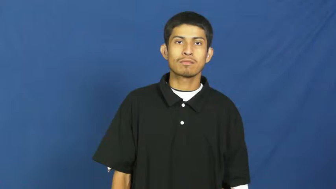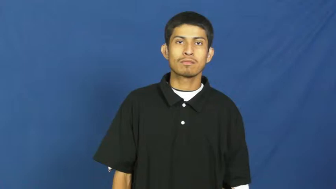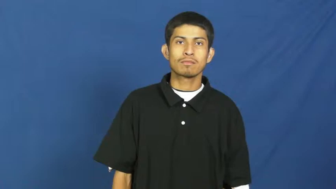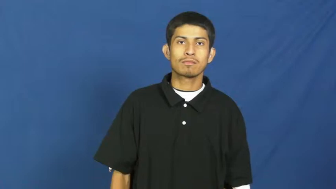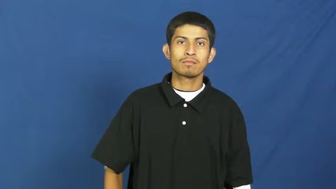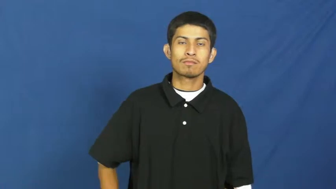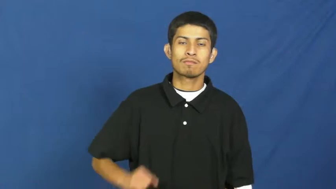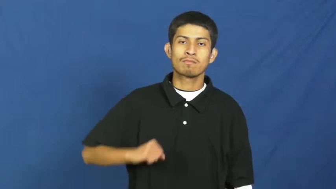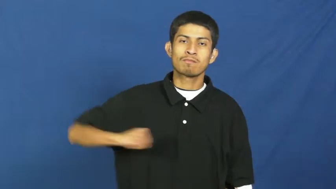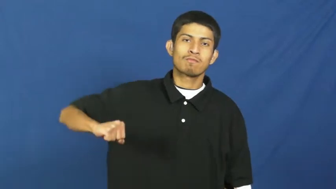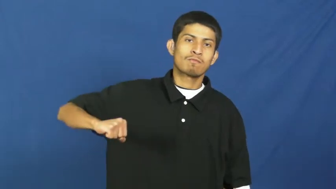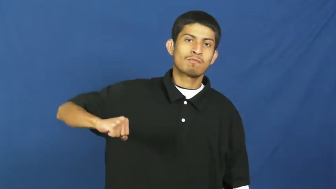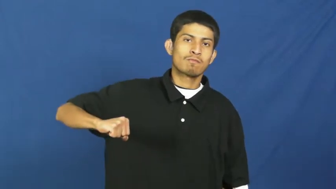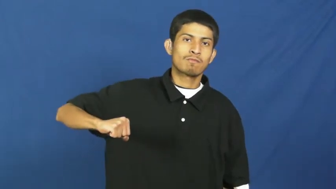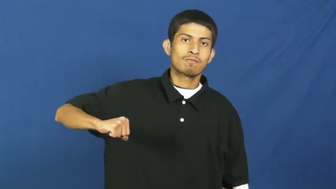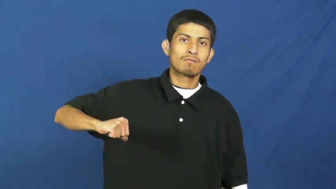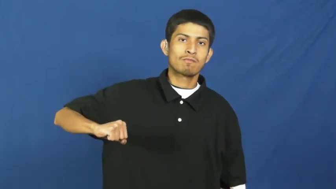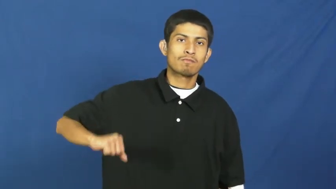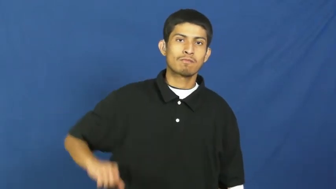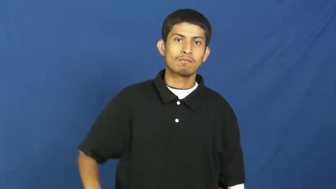resist,balk,controvert